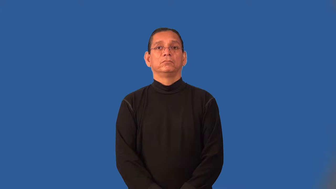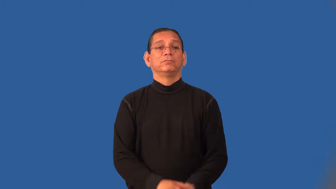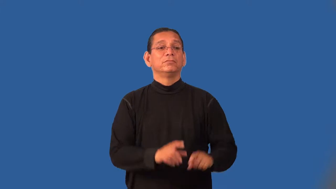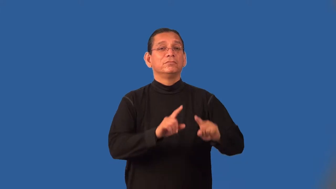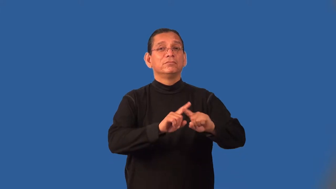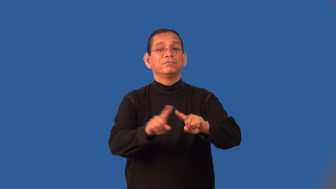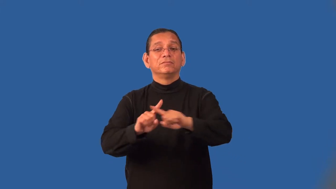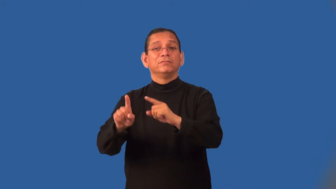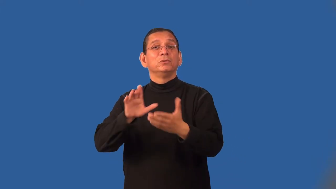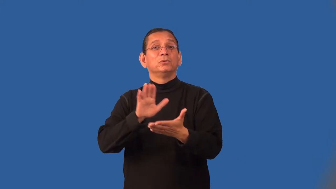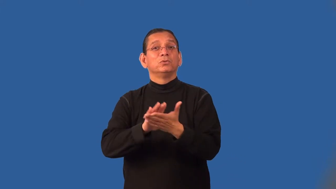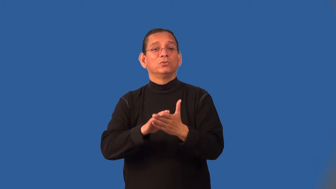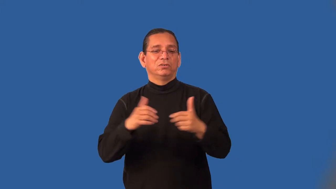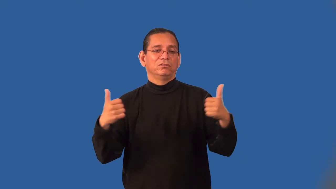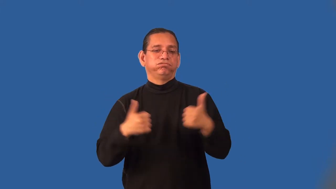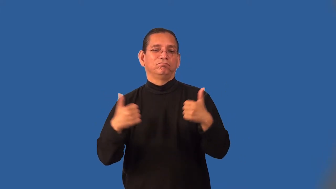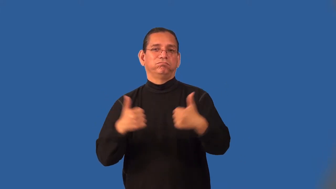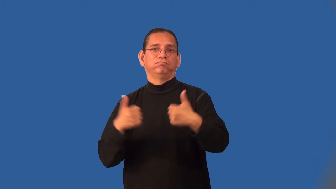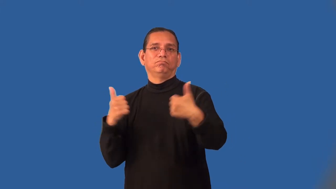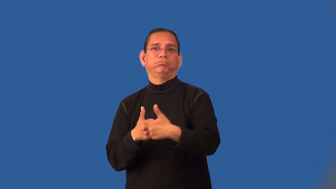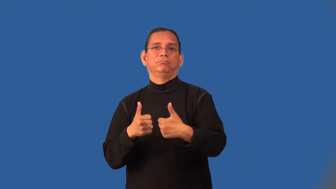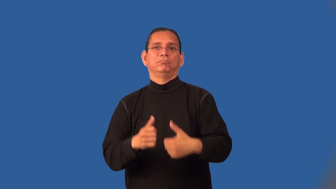intermural,interscholastic